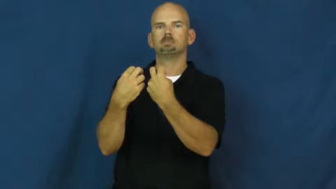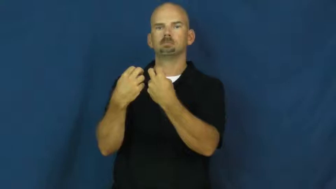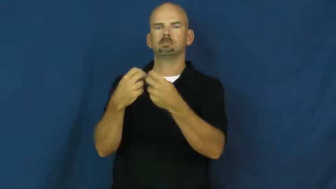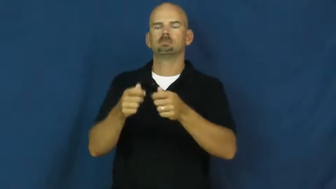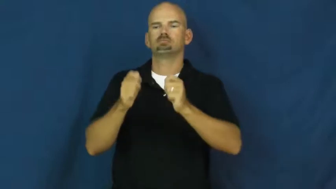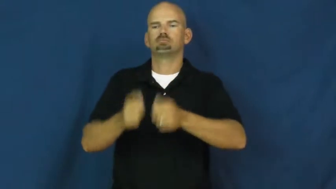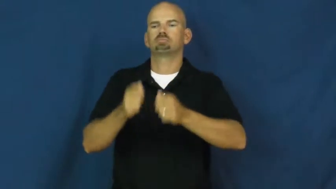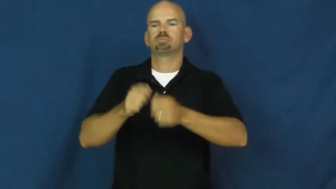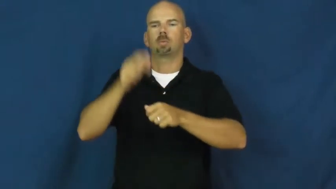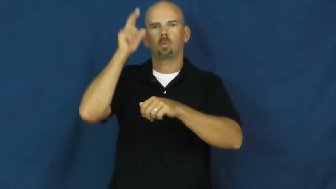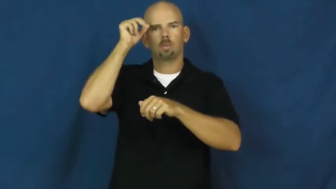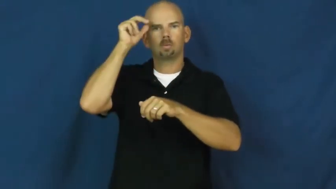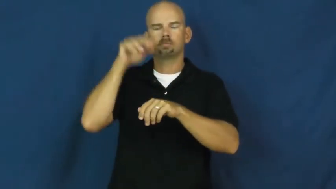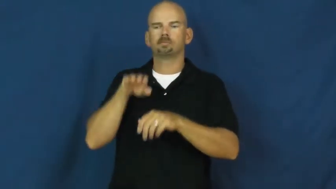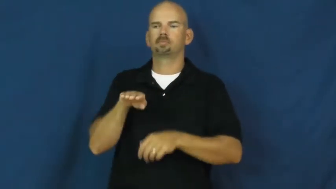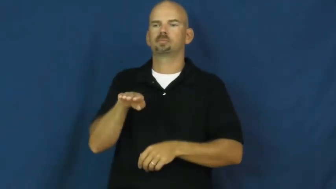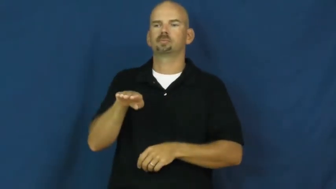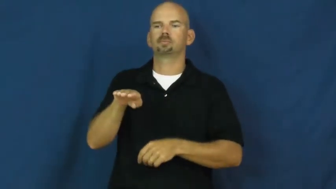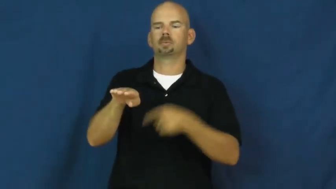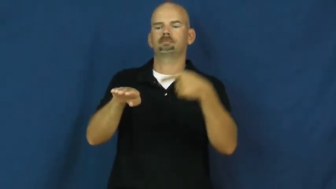buckboard